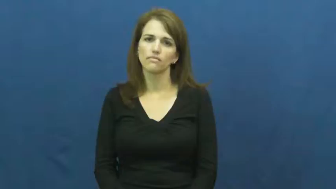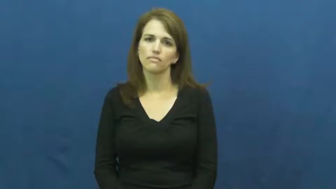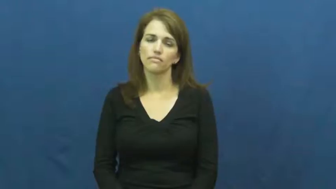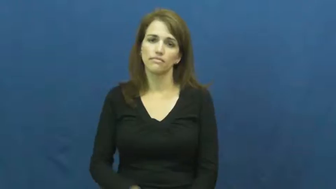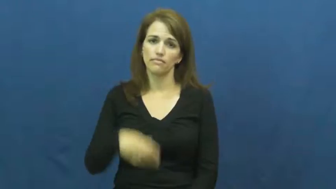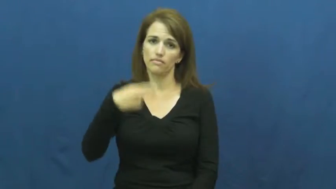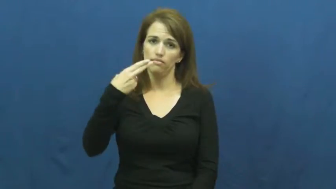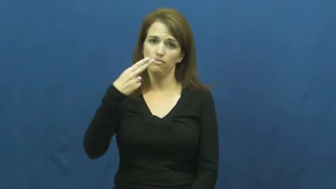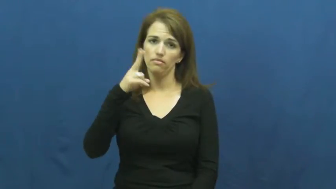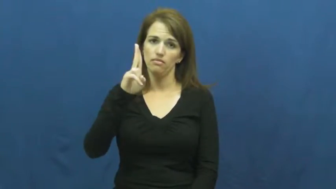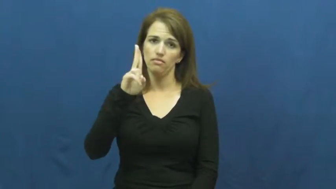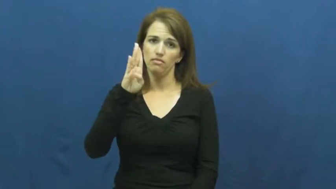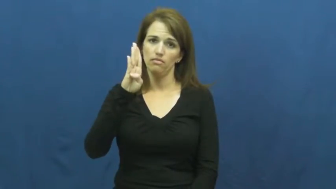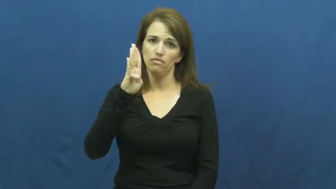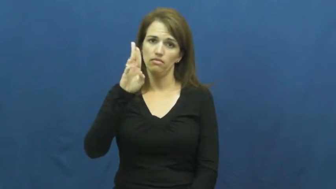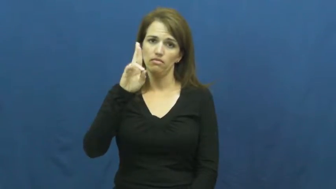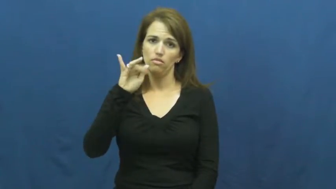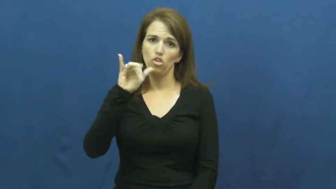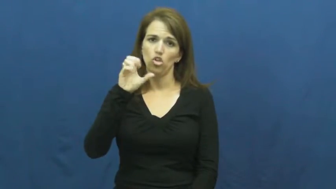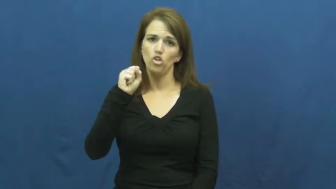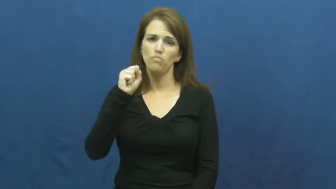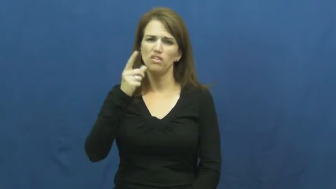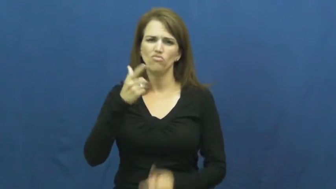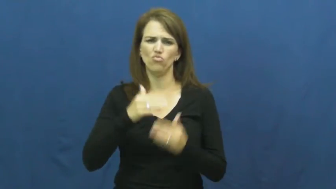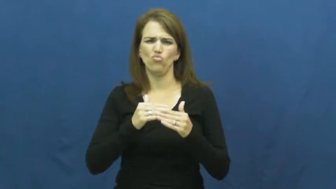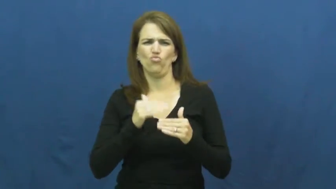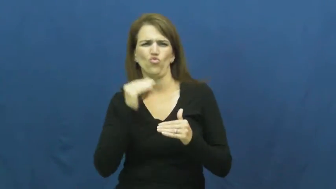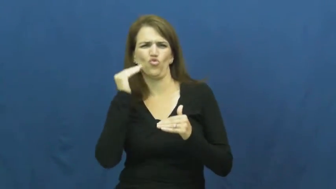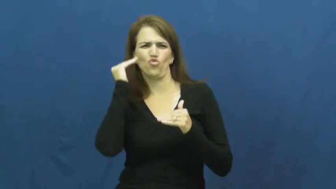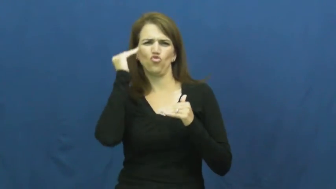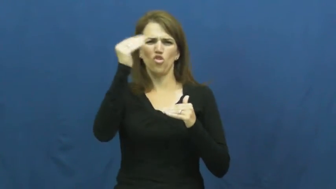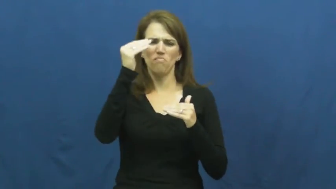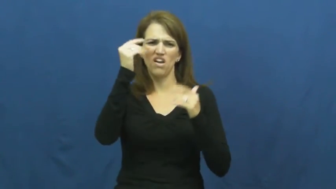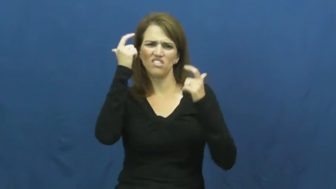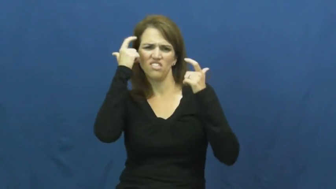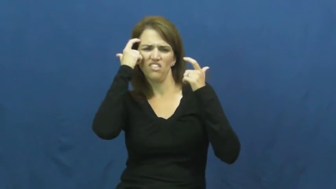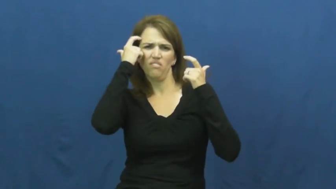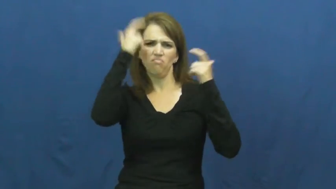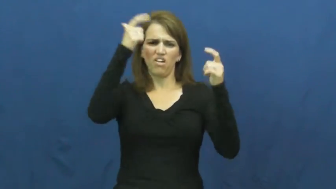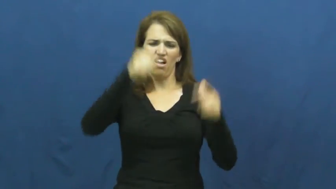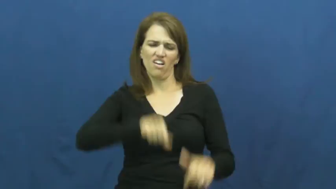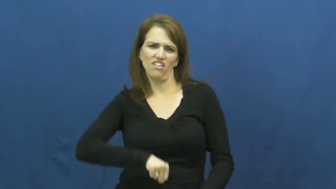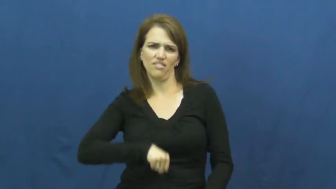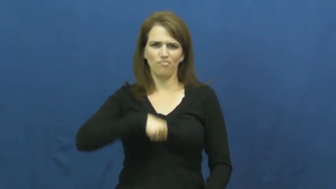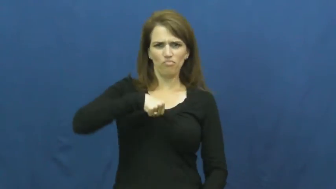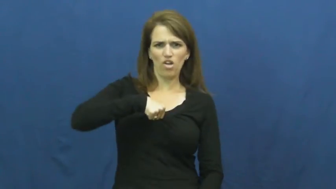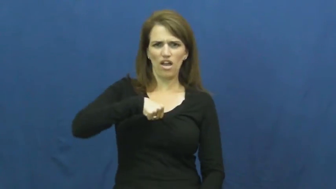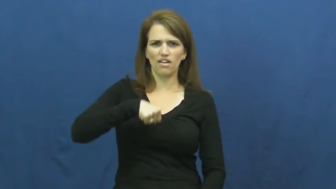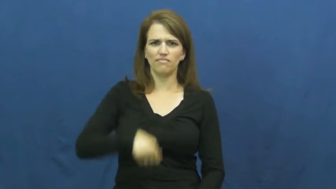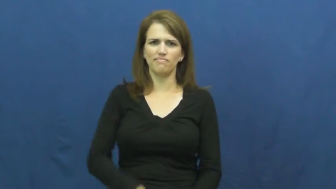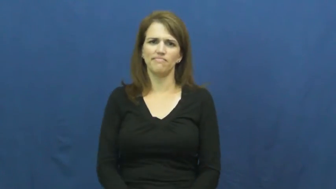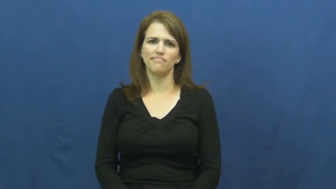hubris